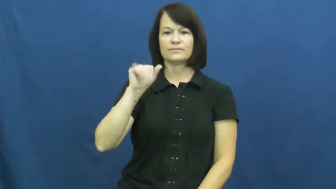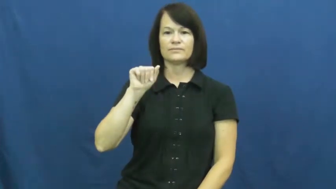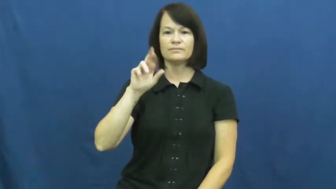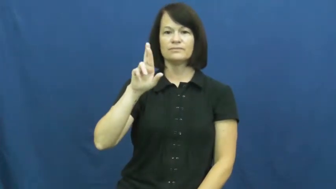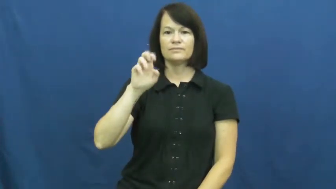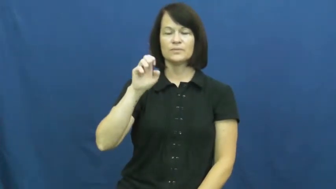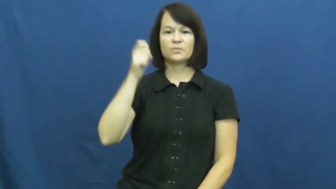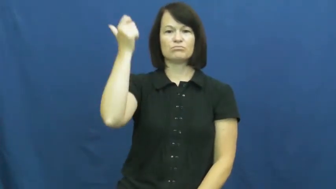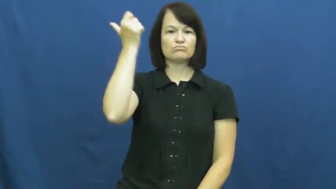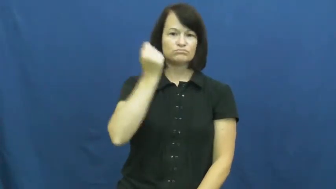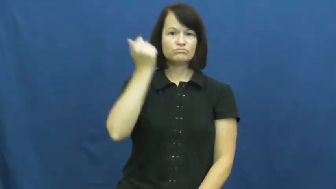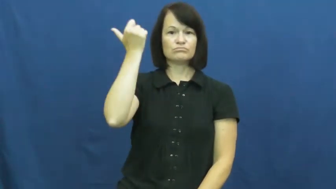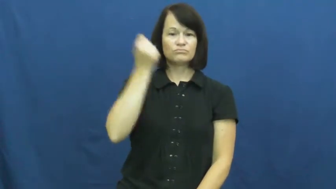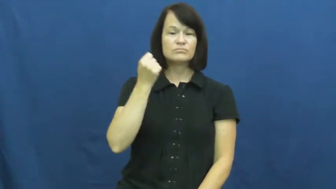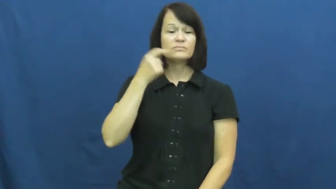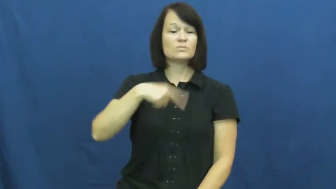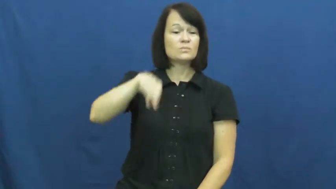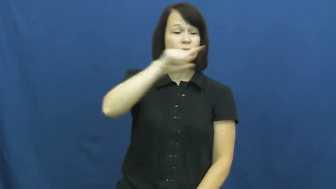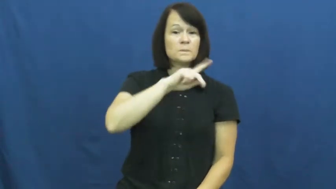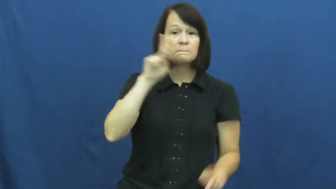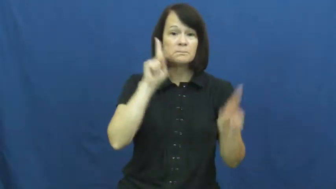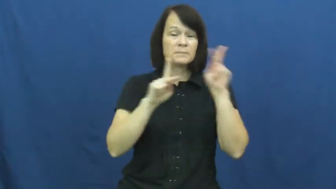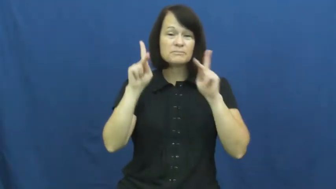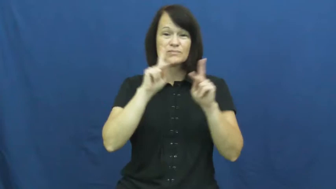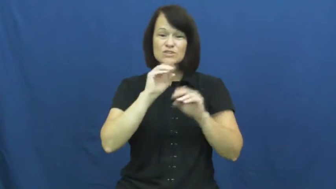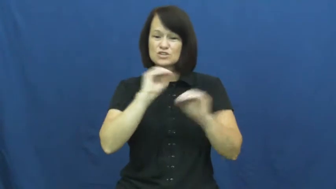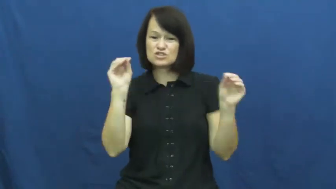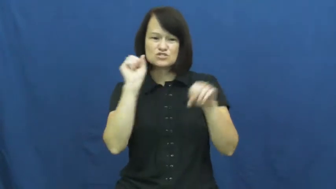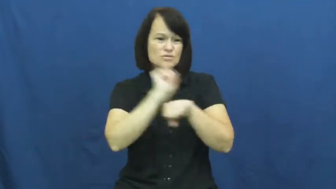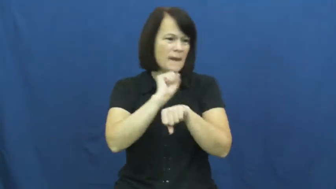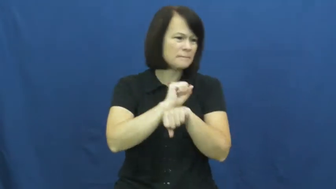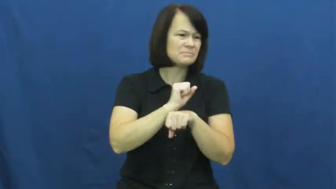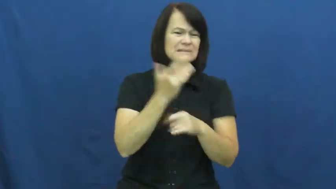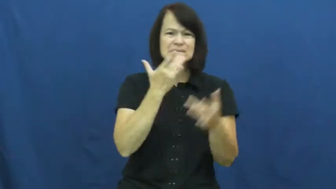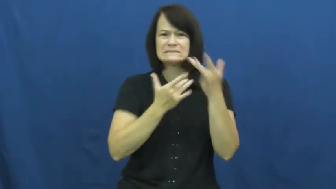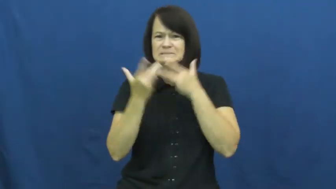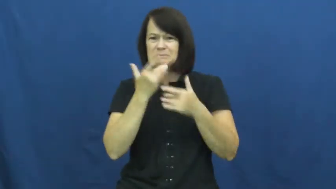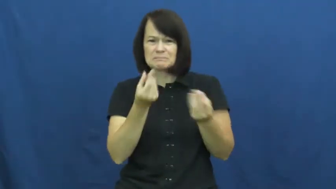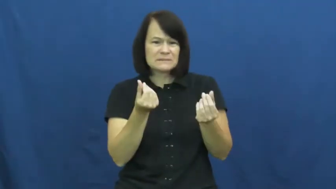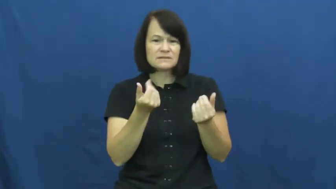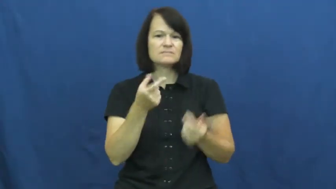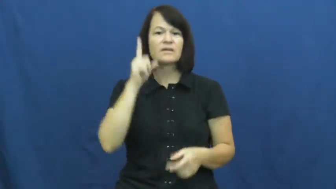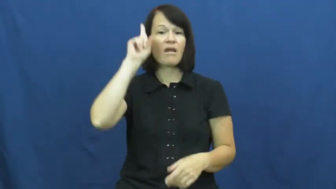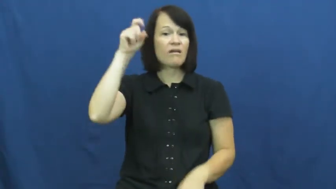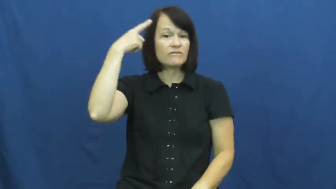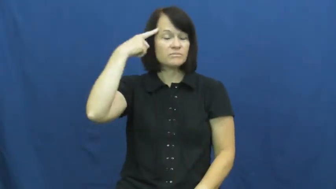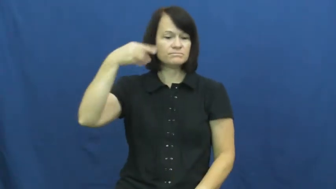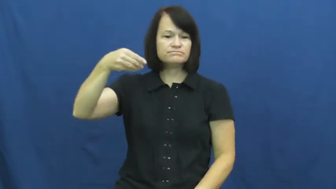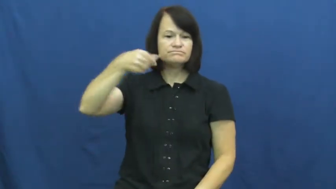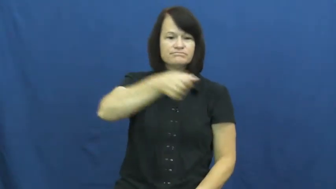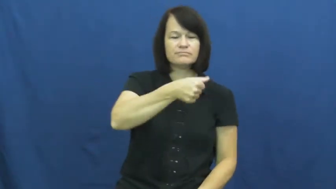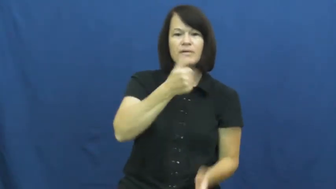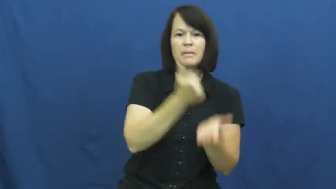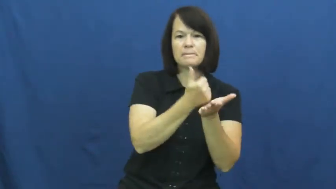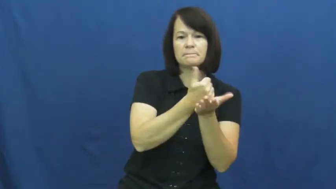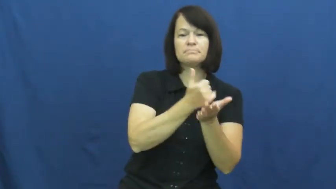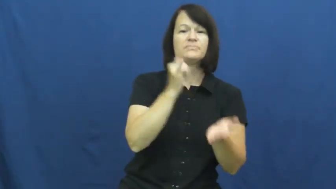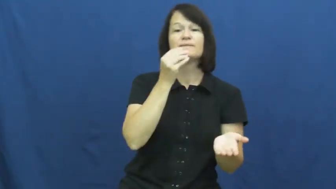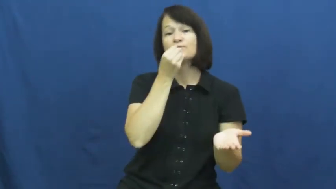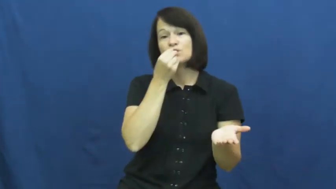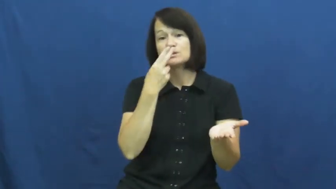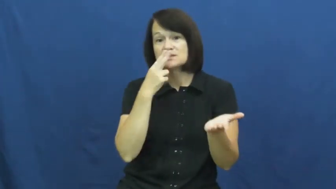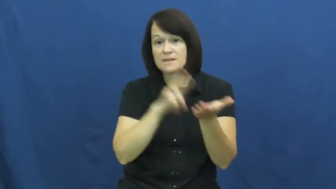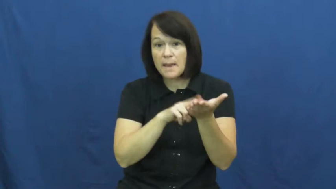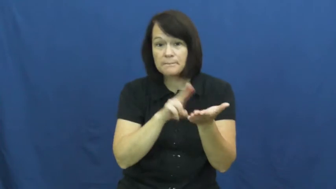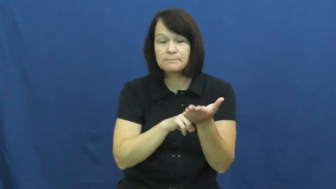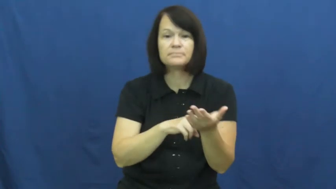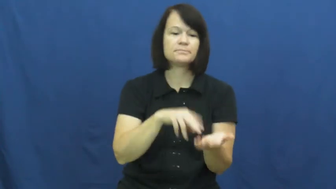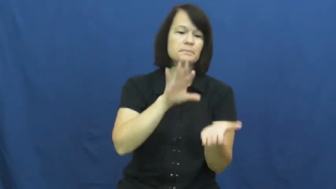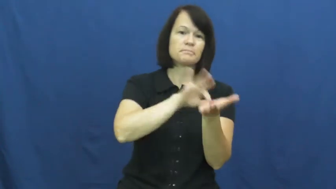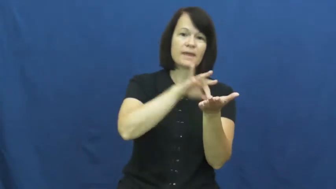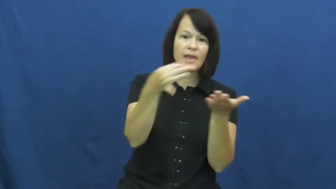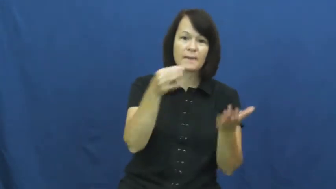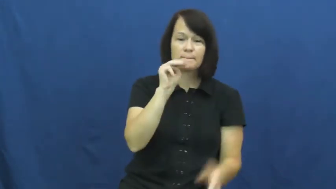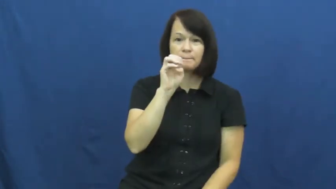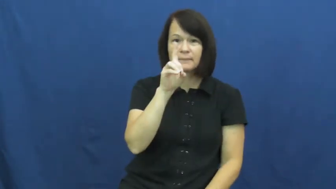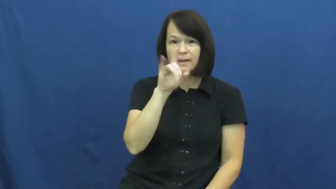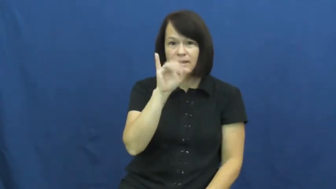welfare-government